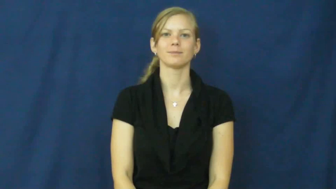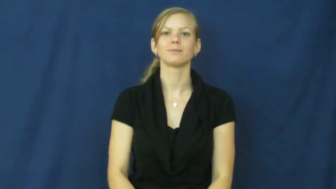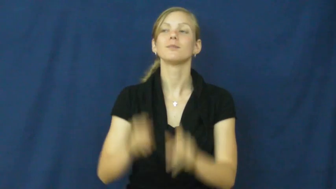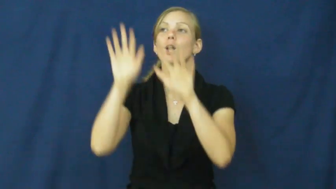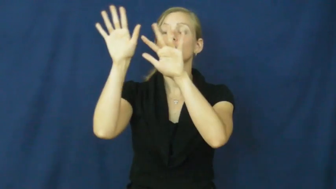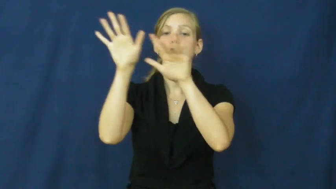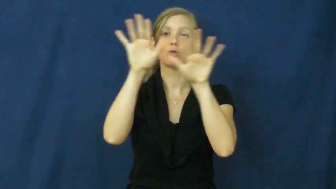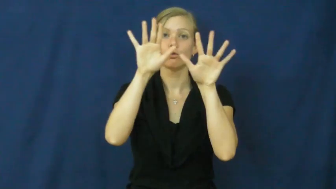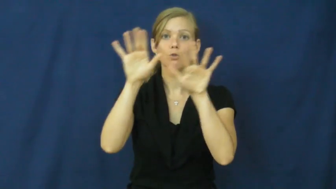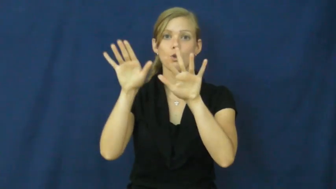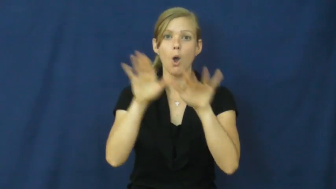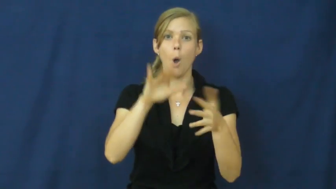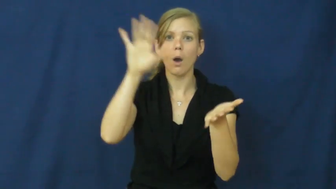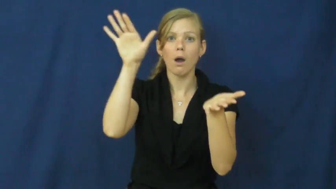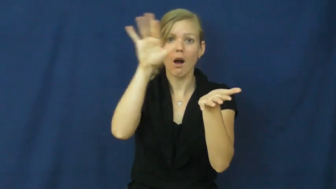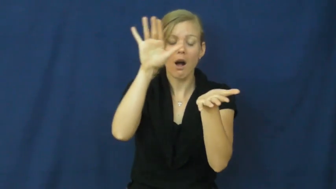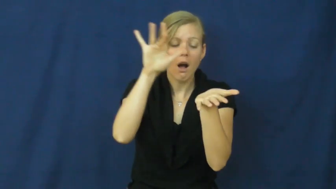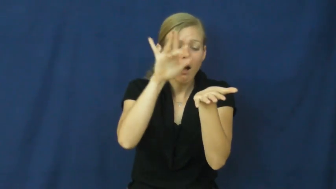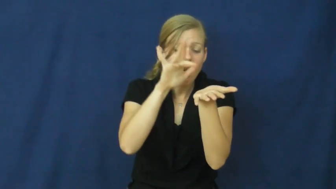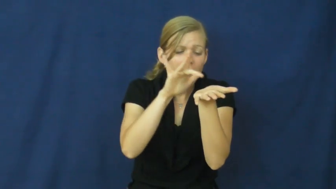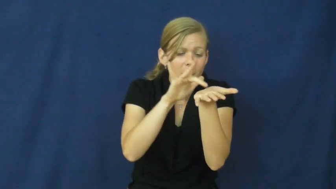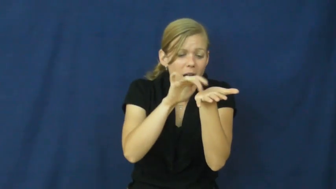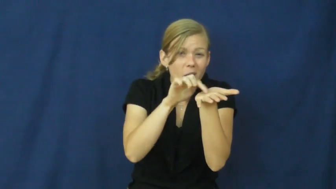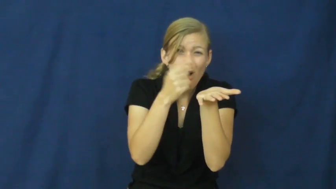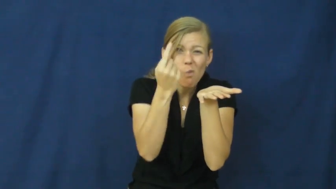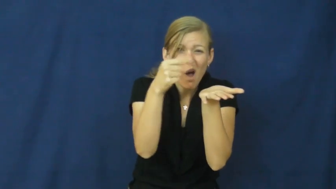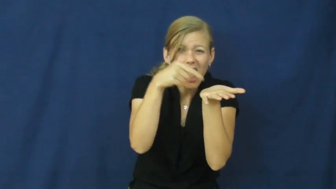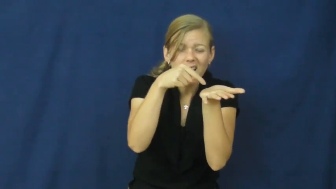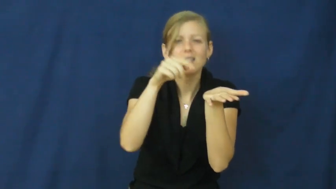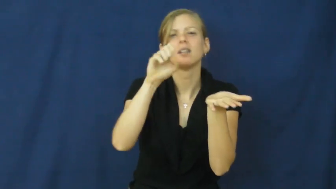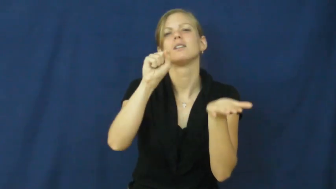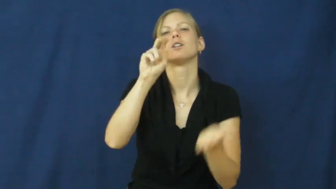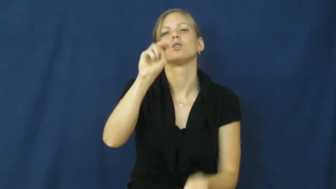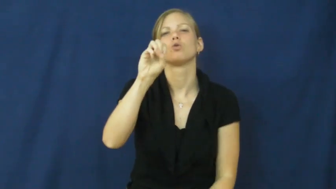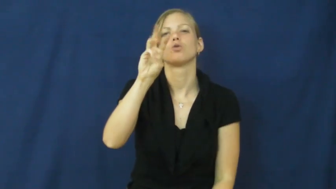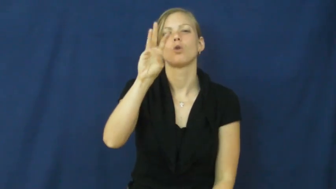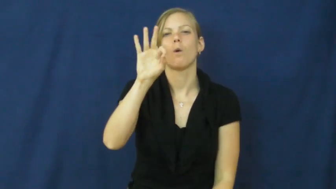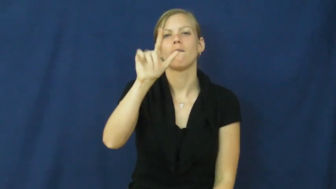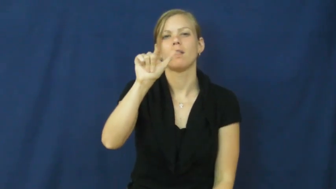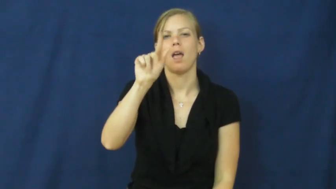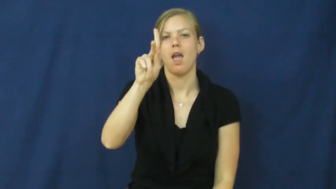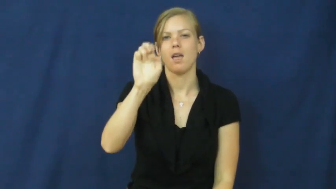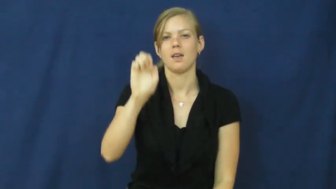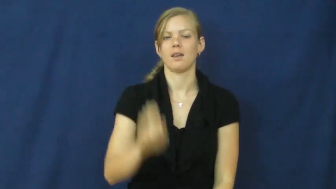snowflake